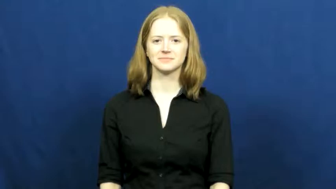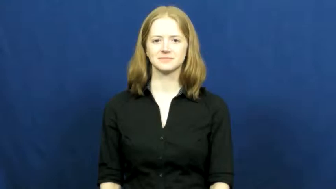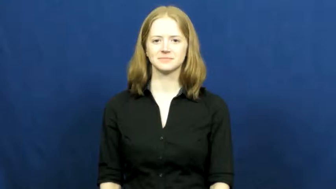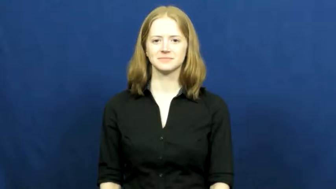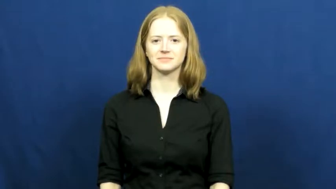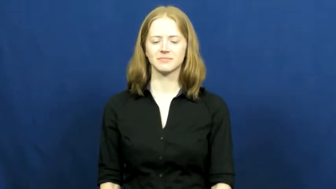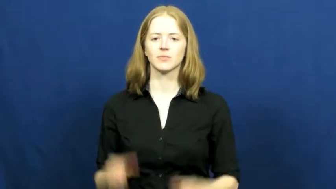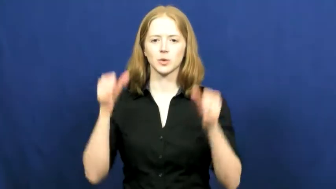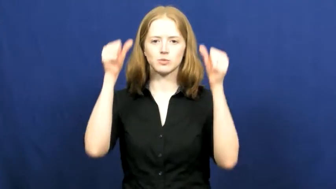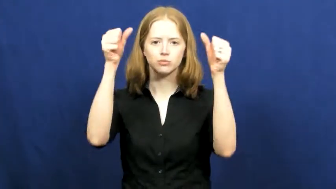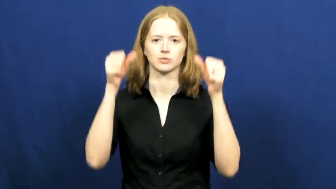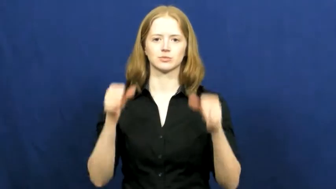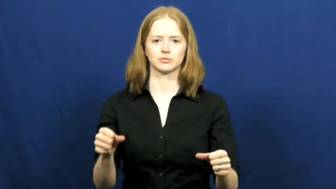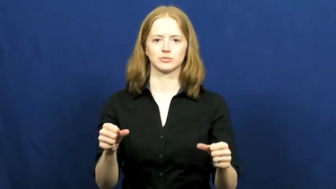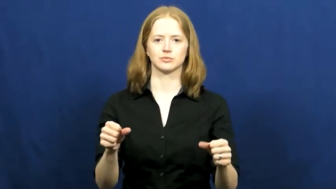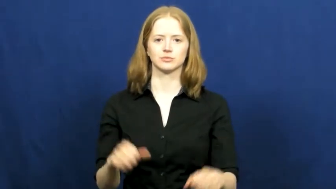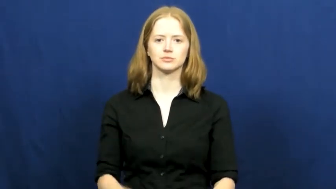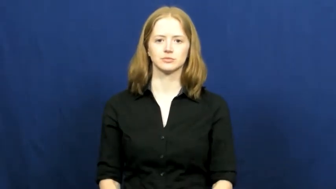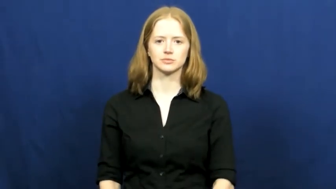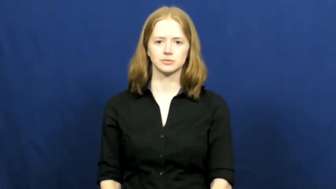tack up